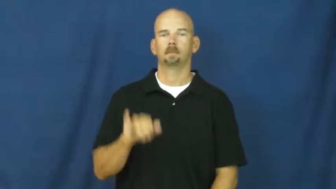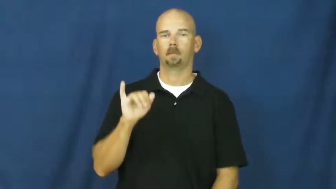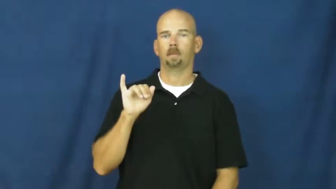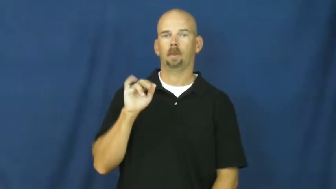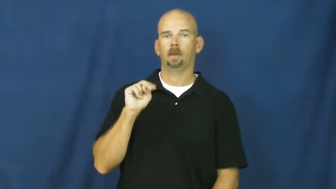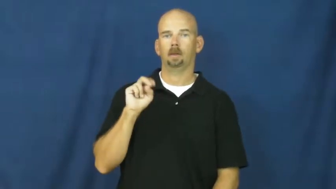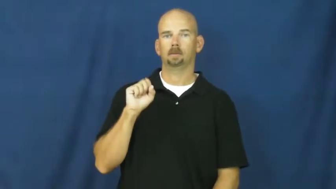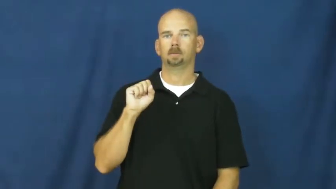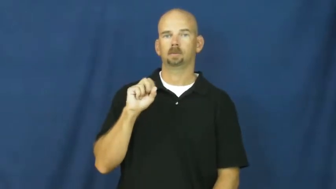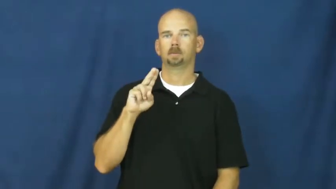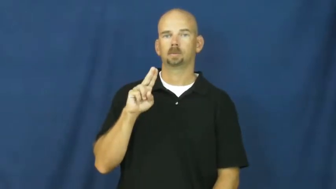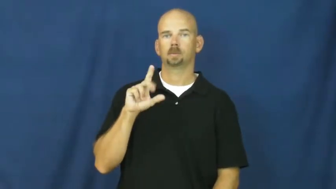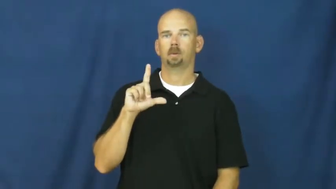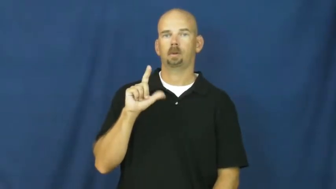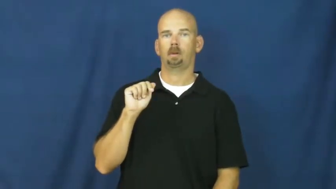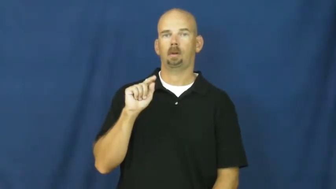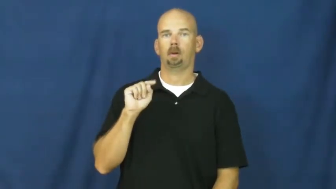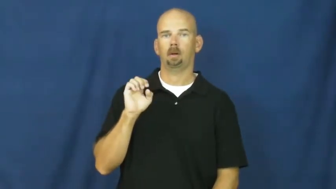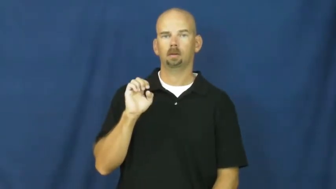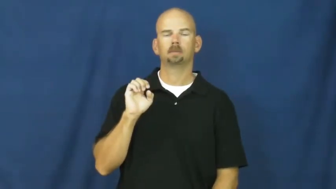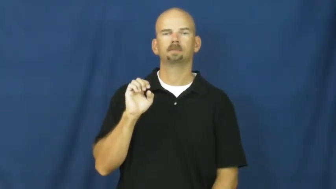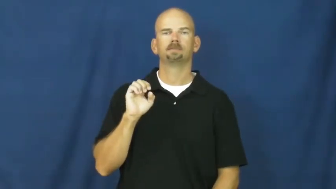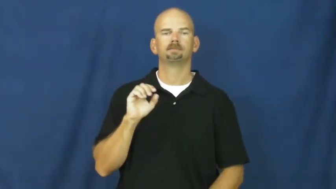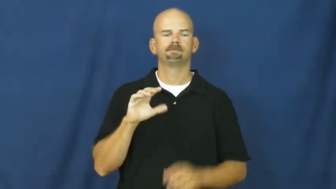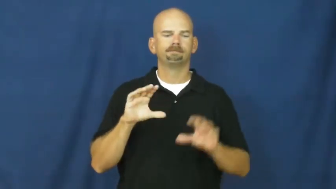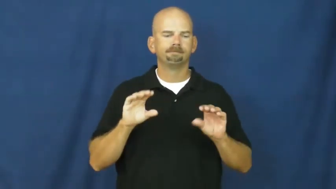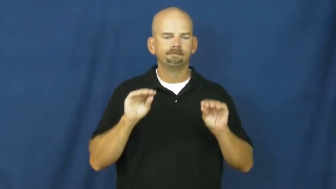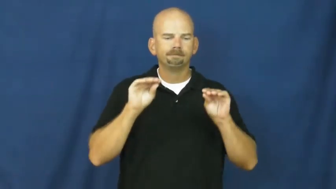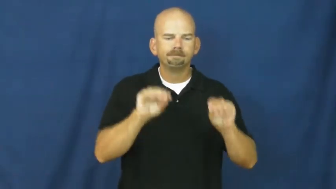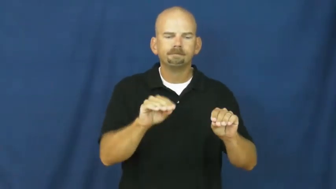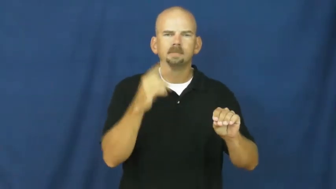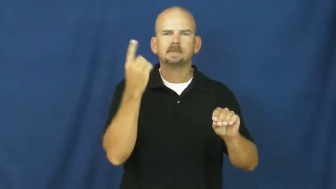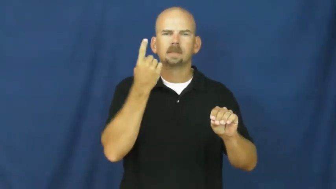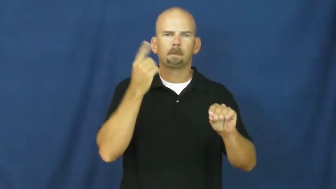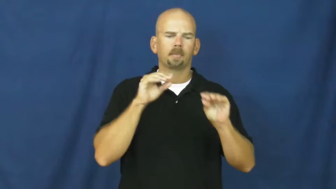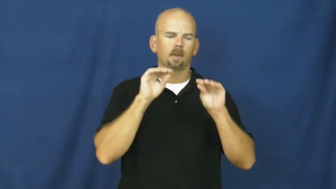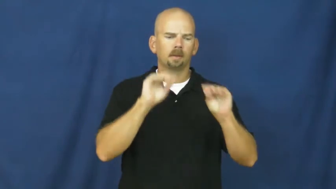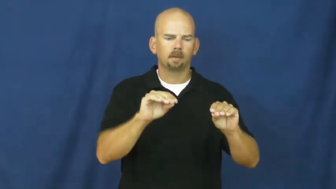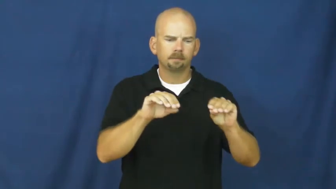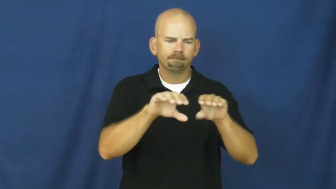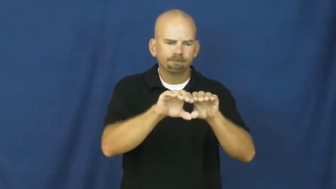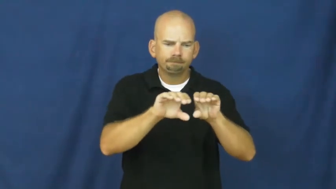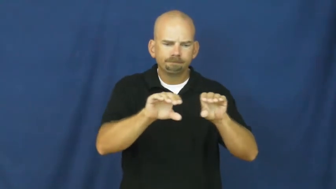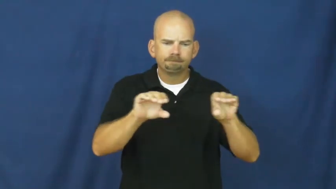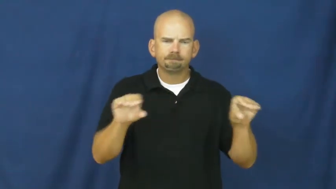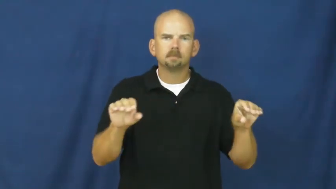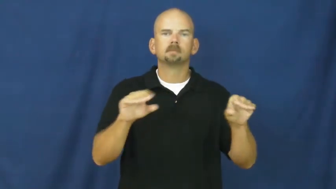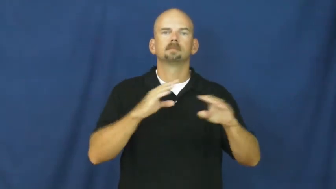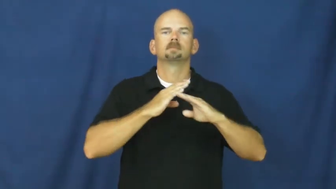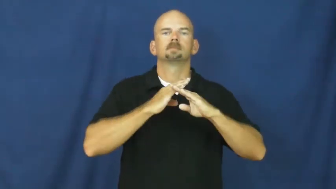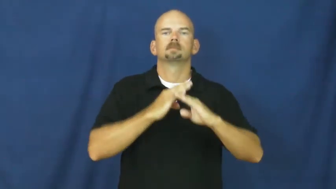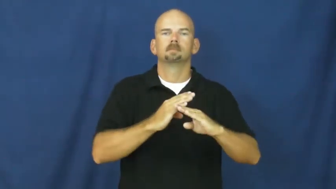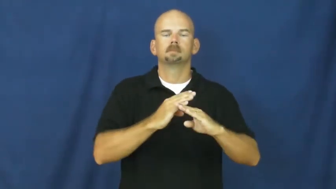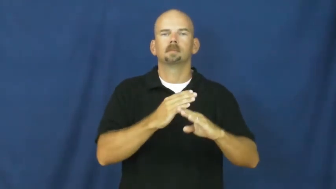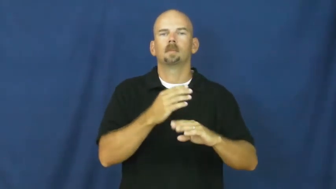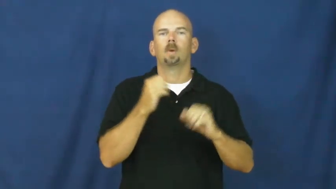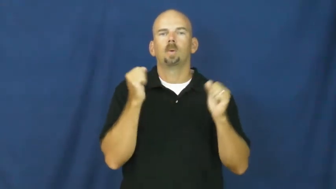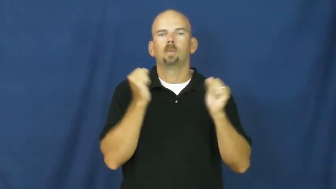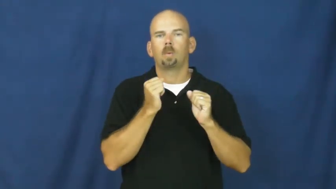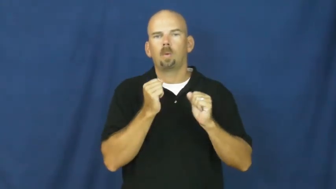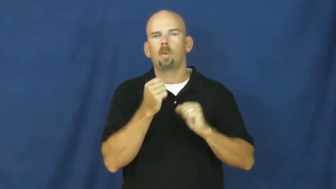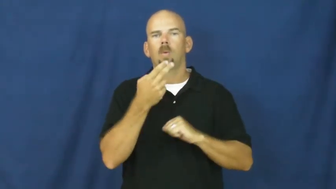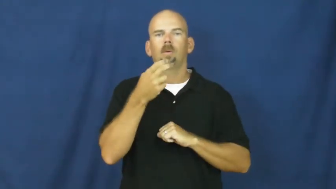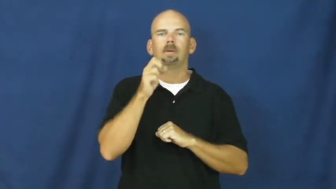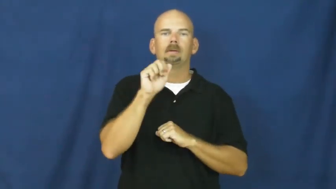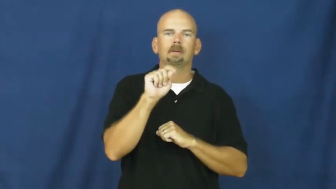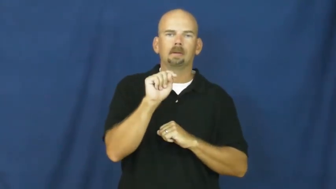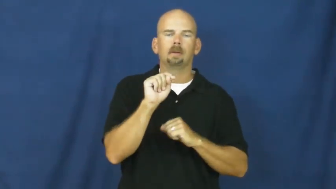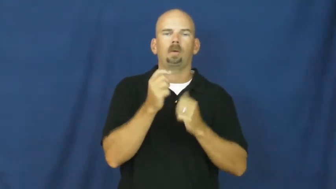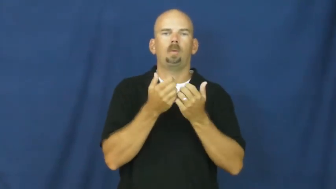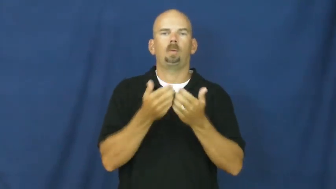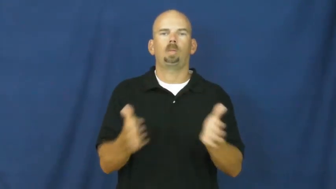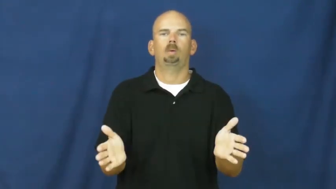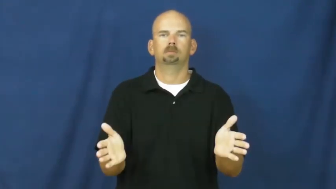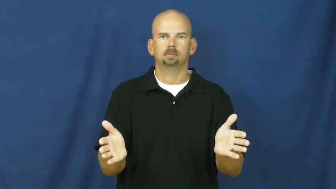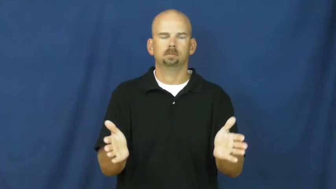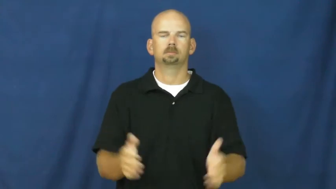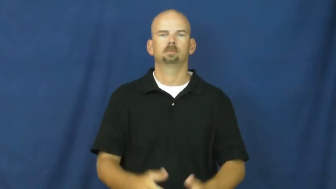insulate-temperature